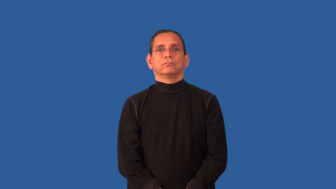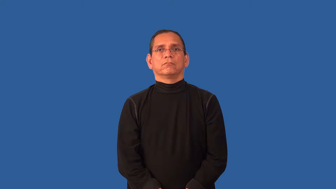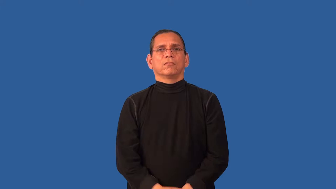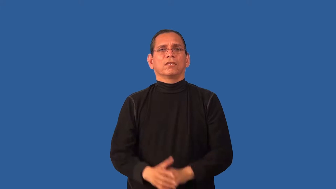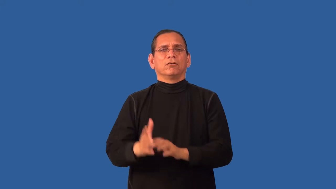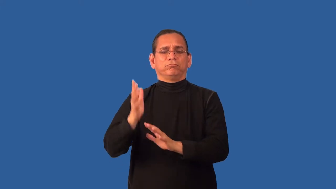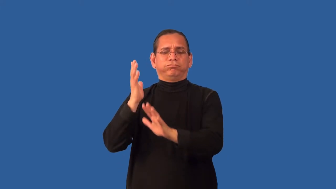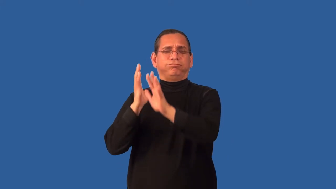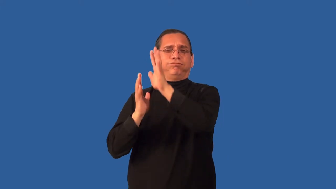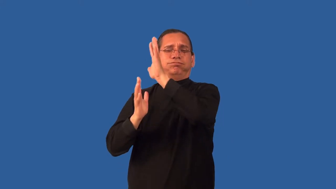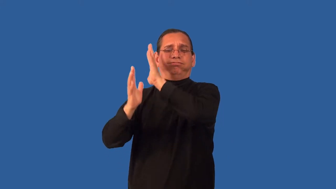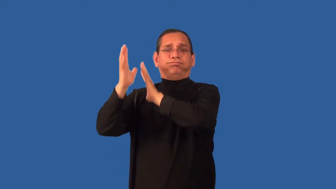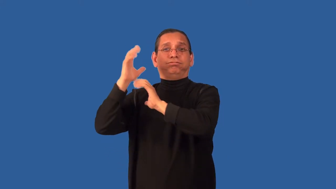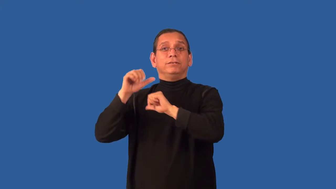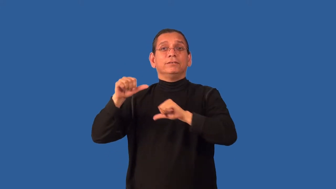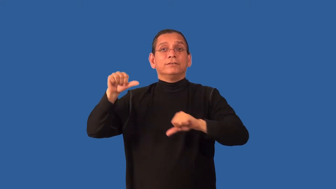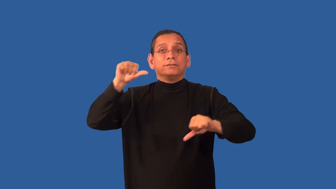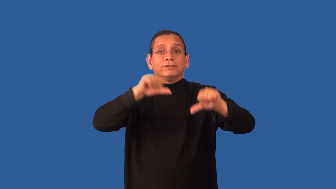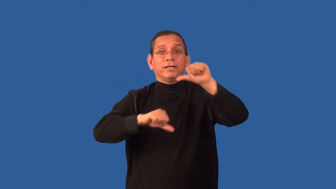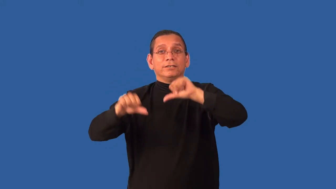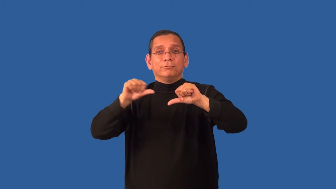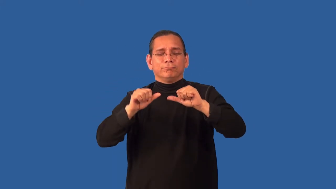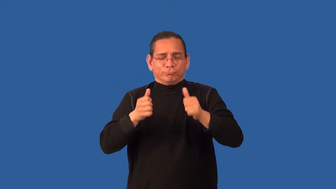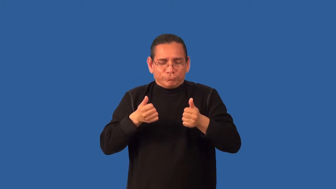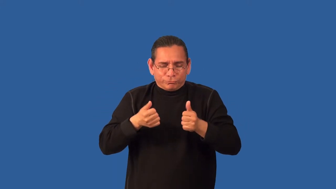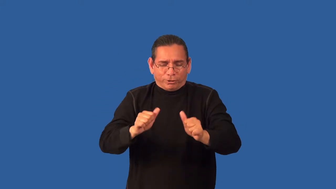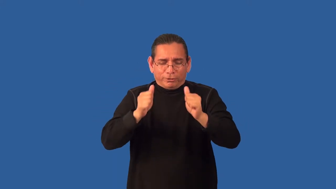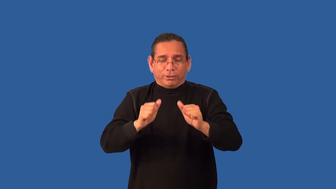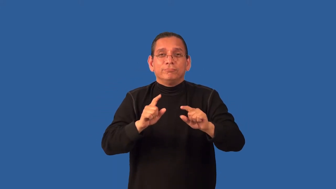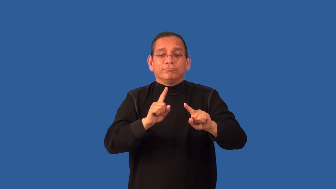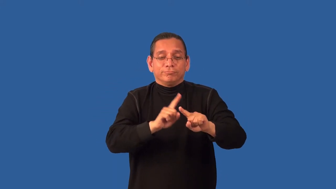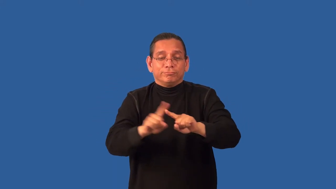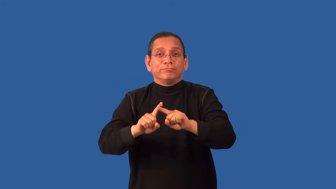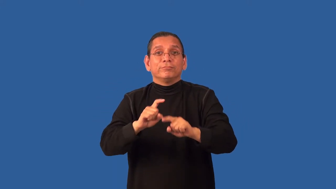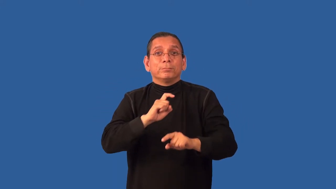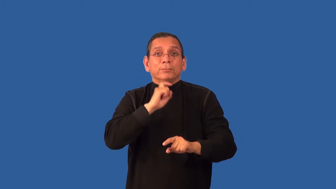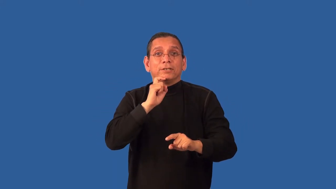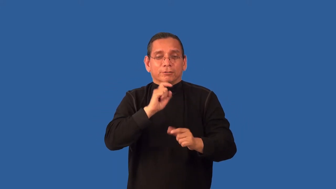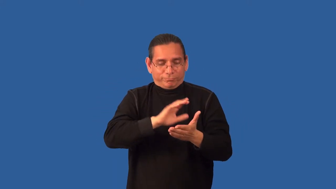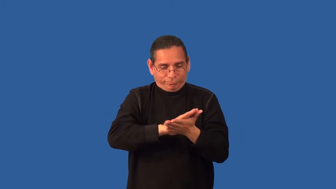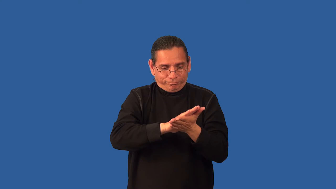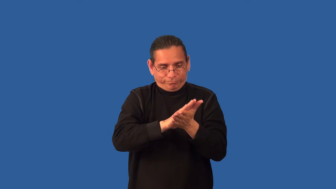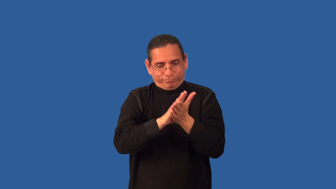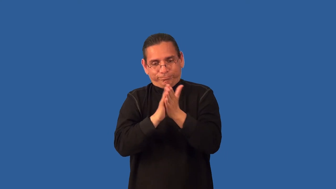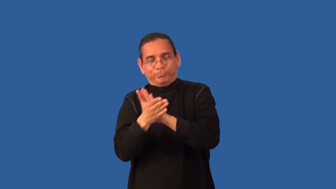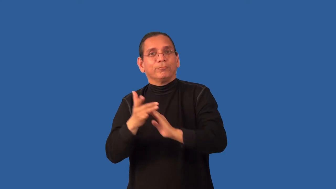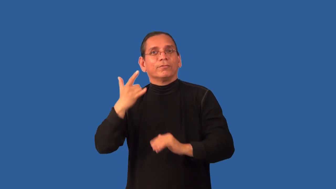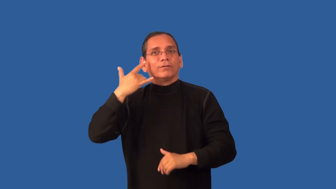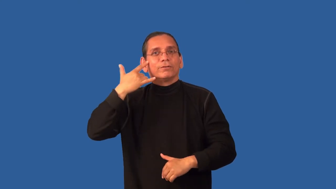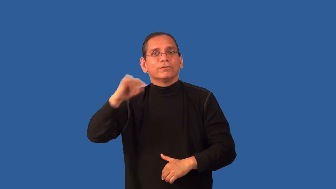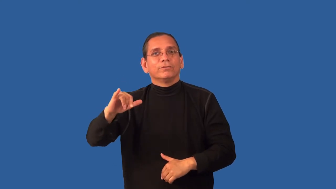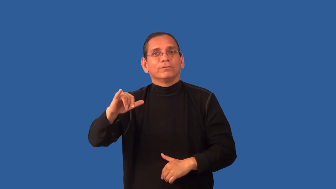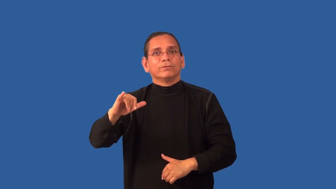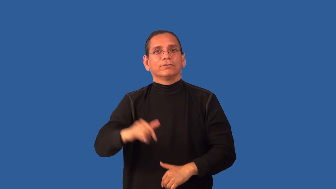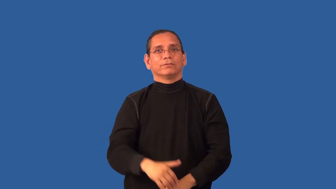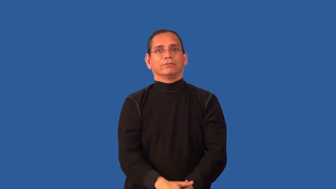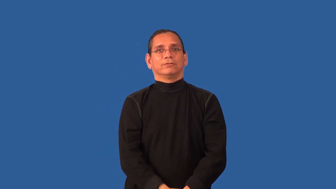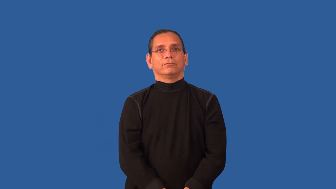alchemy-gold